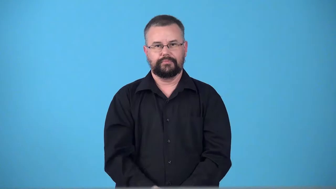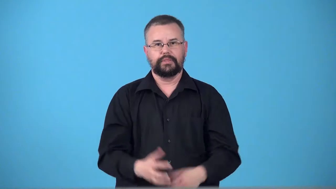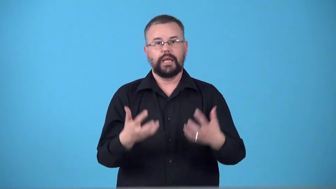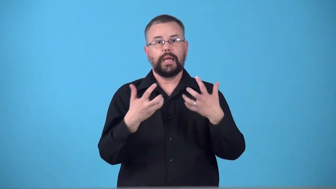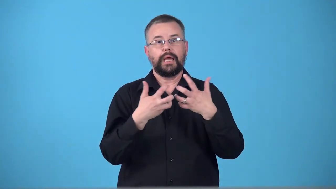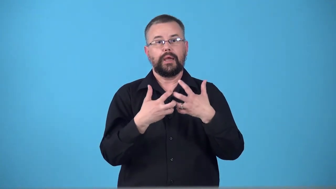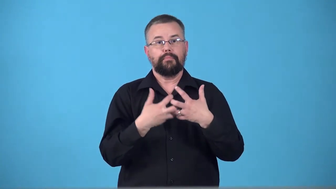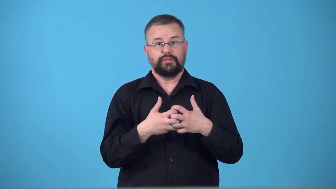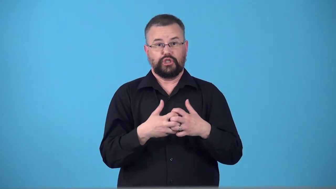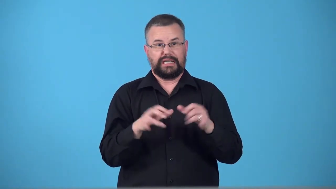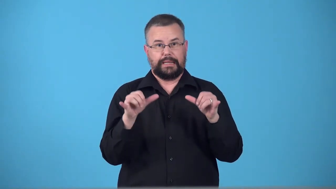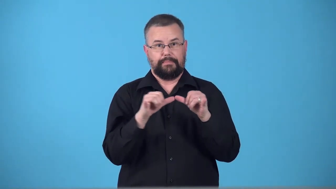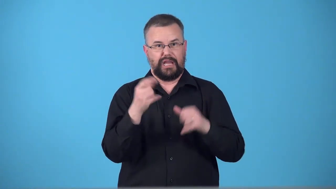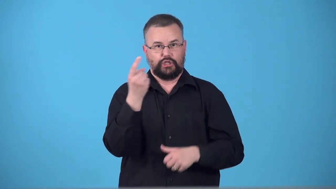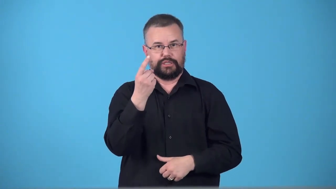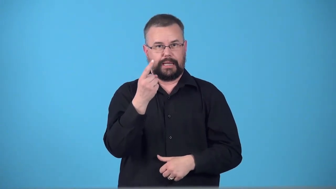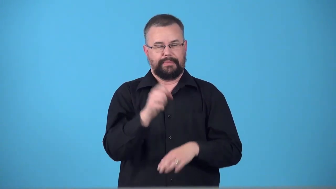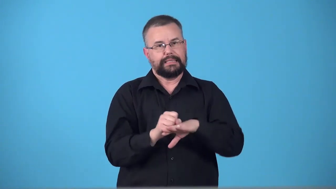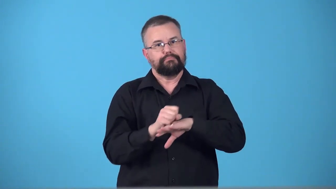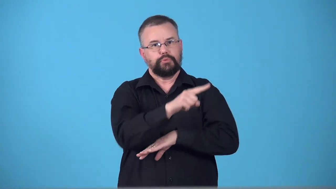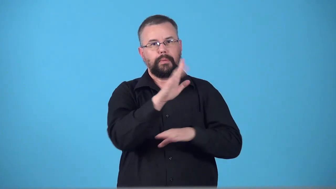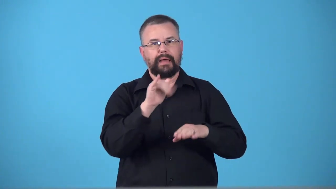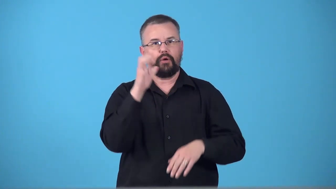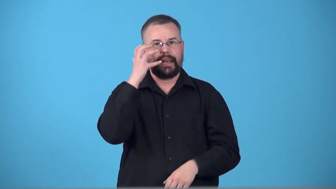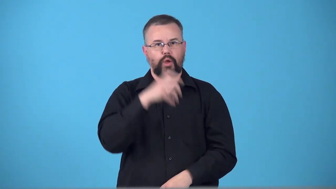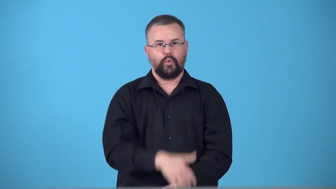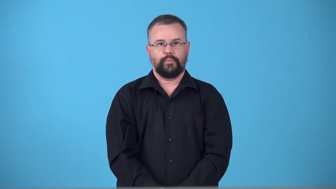telemeter